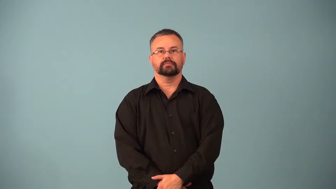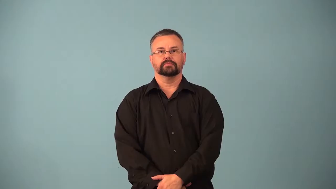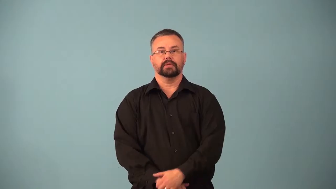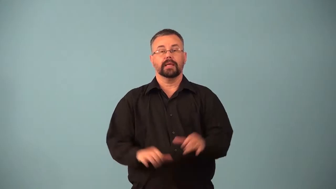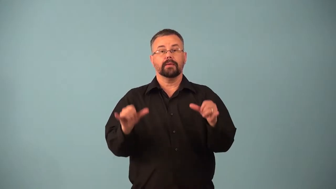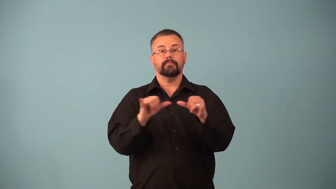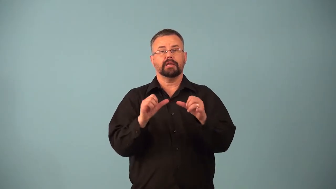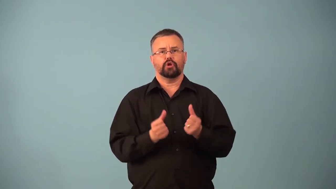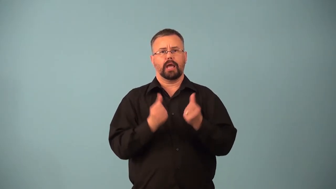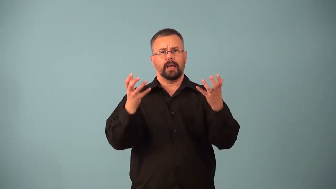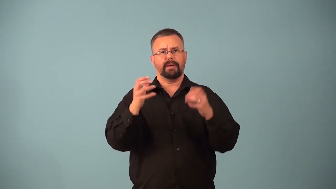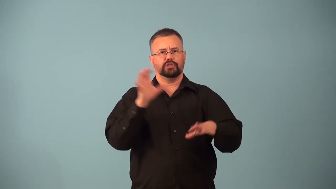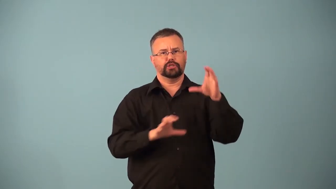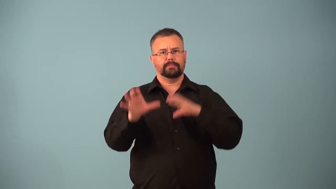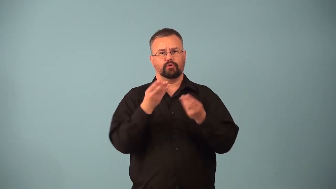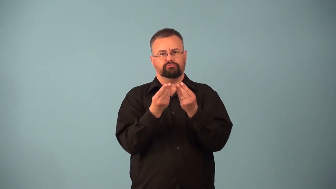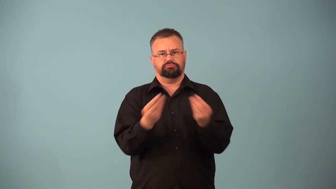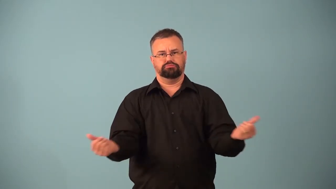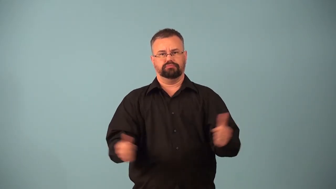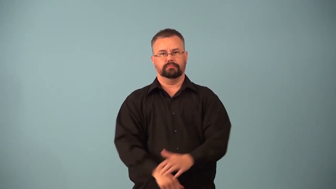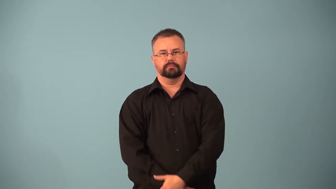titration